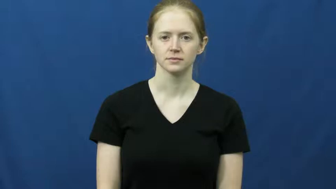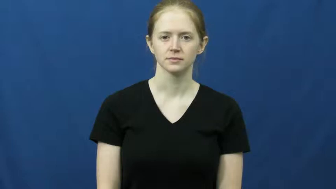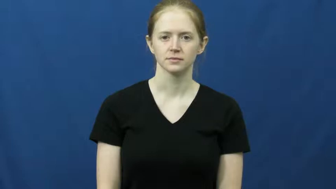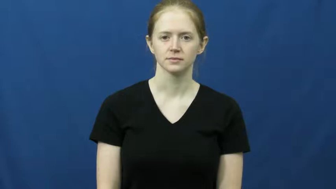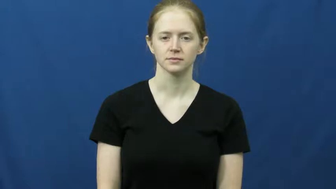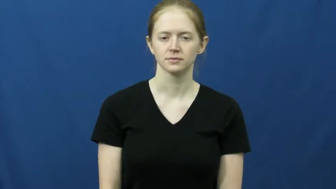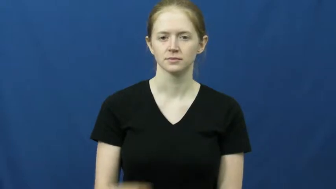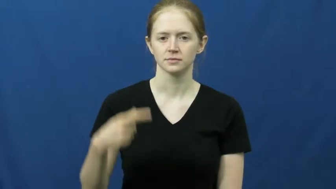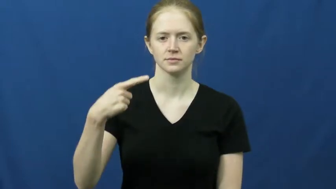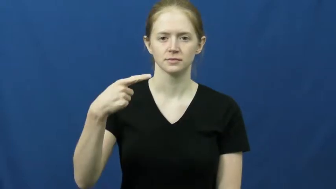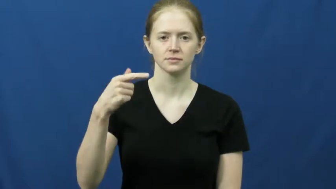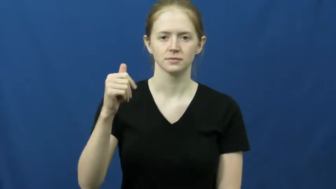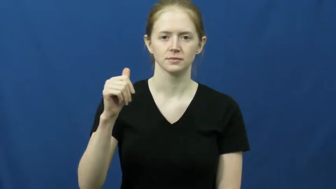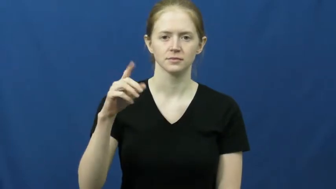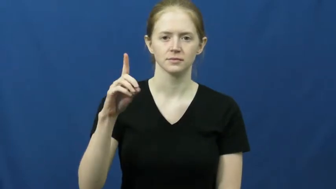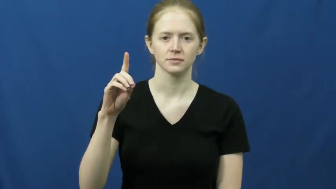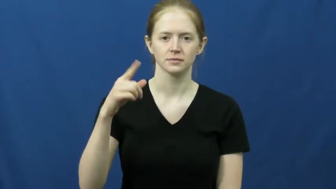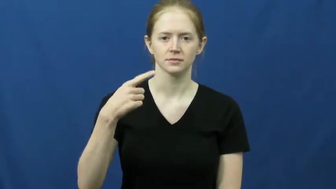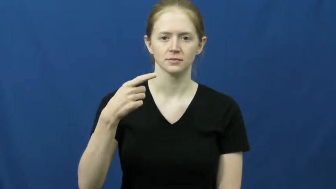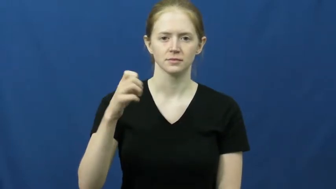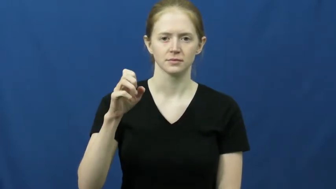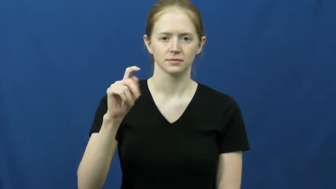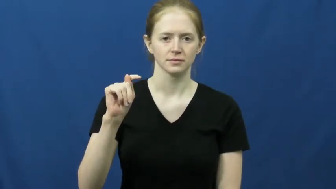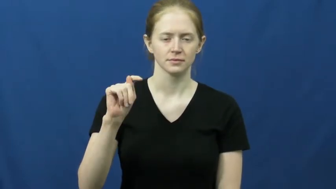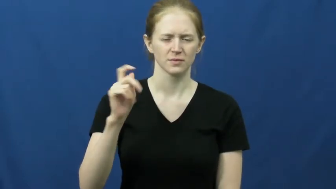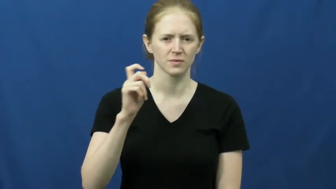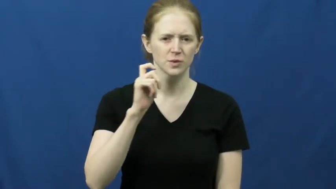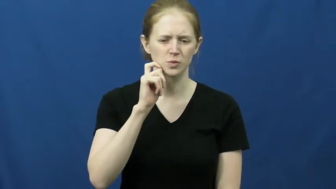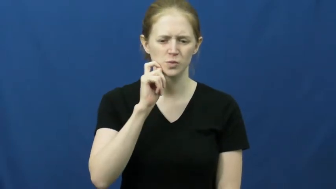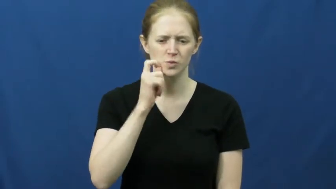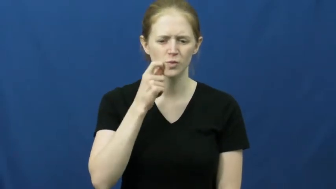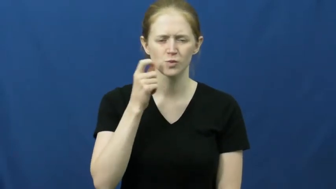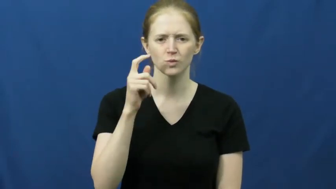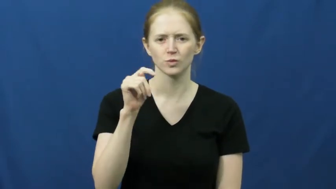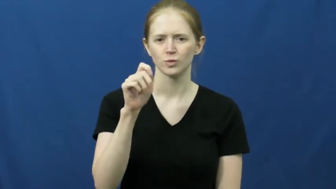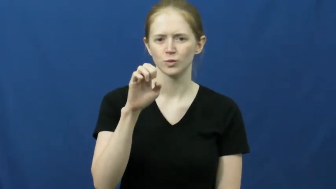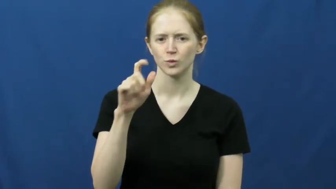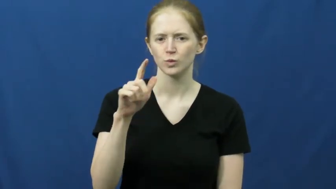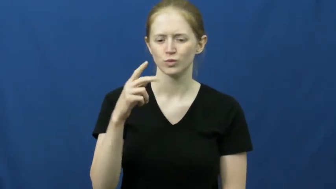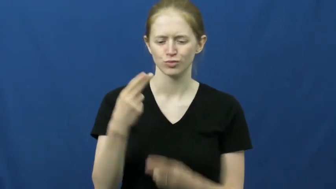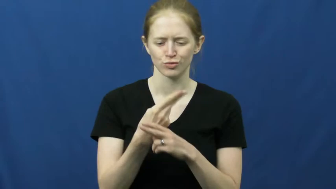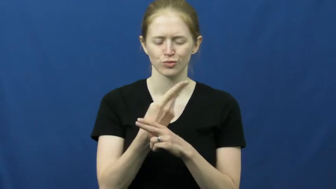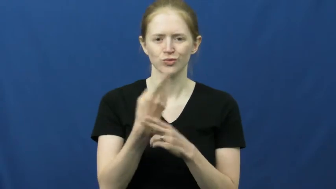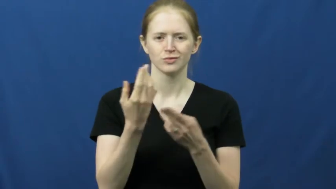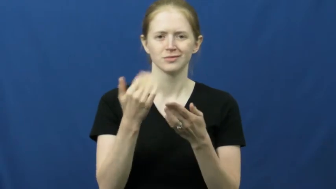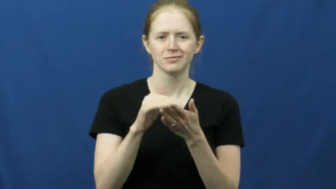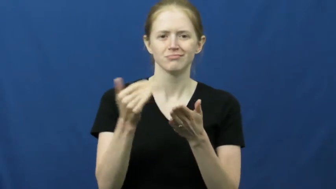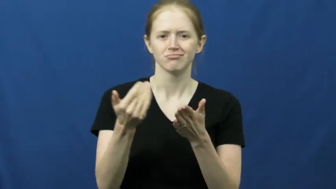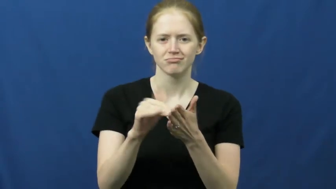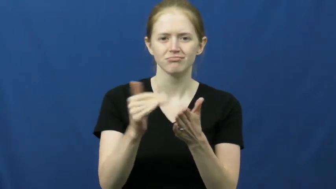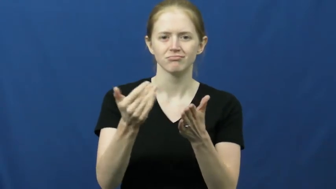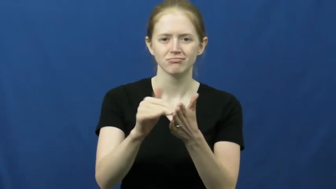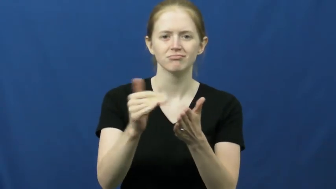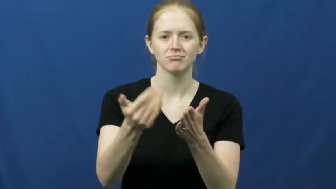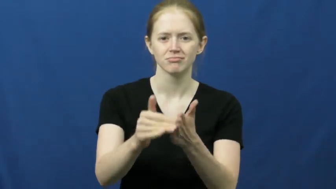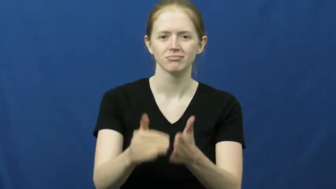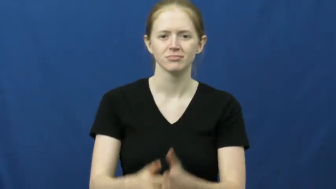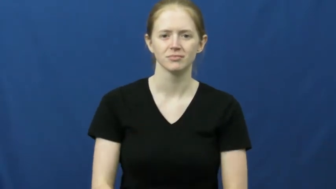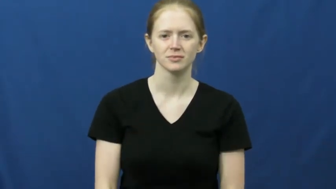gadget